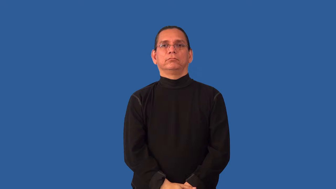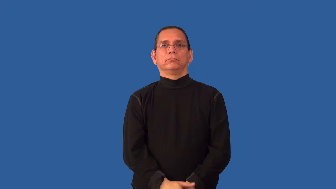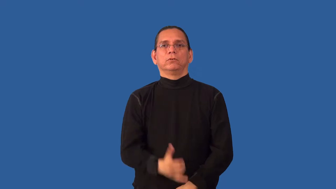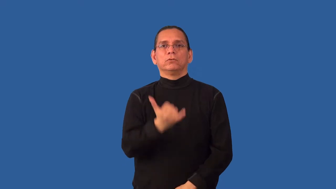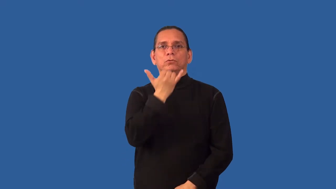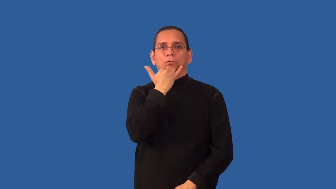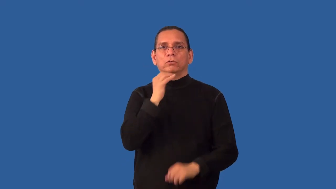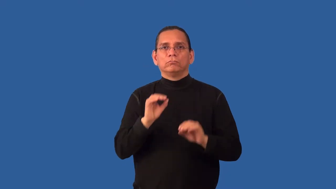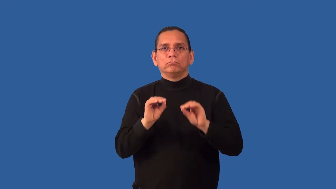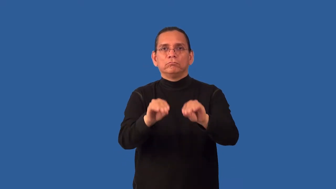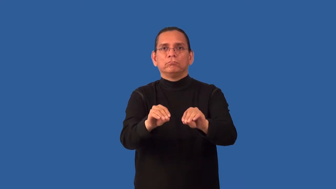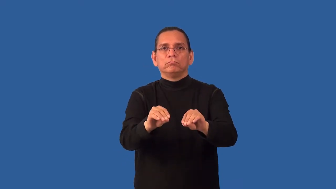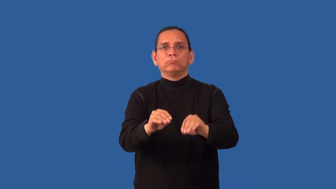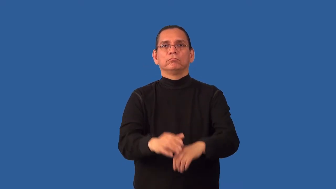mislay